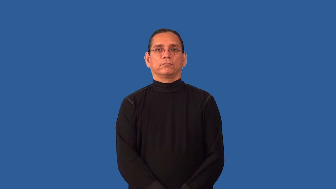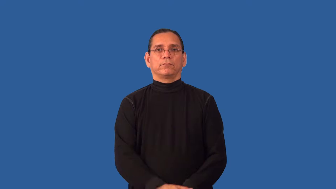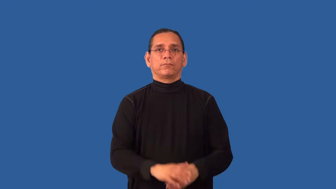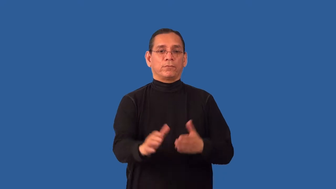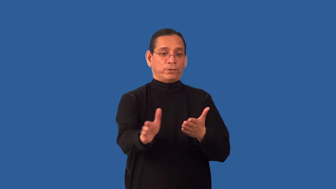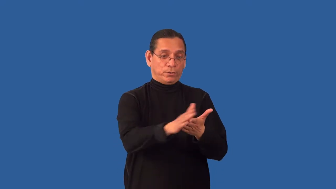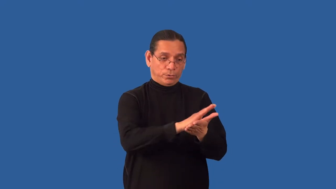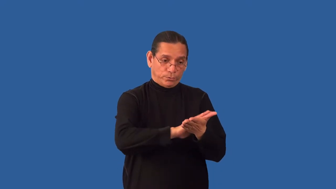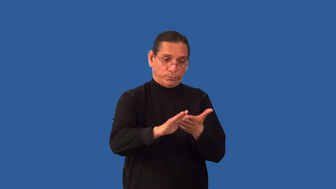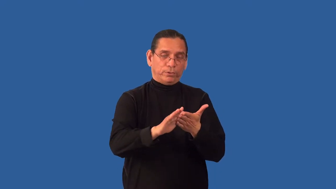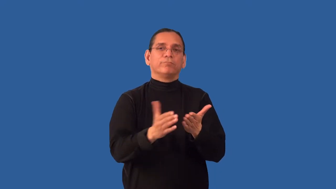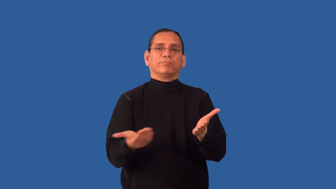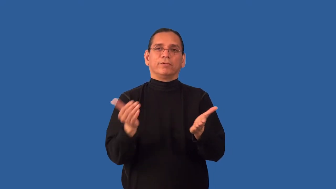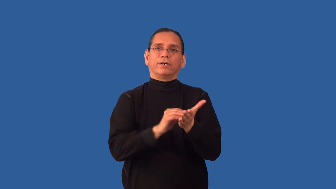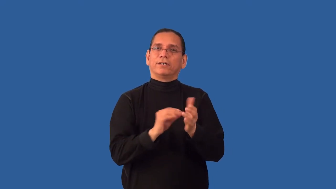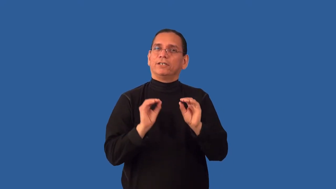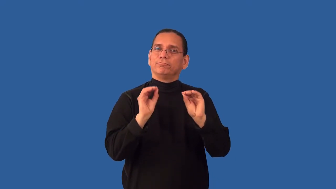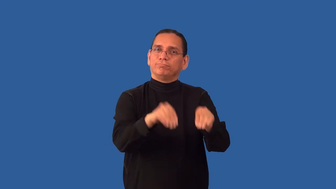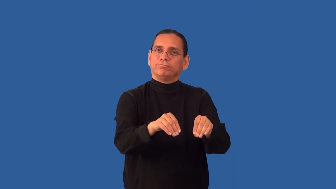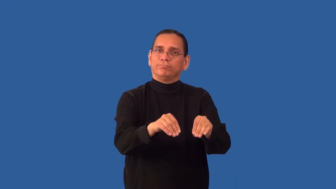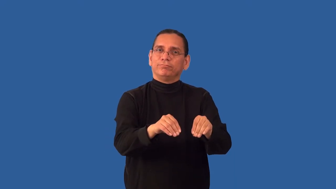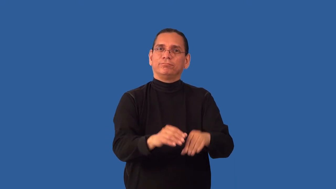reformat